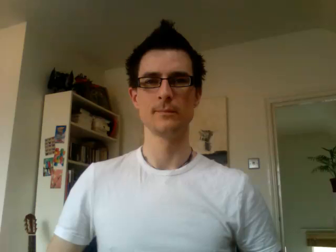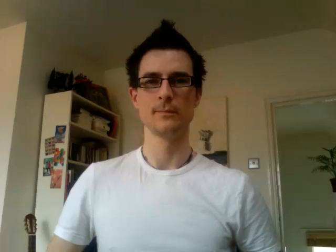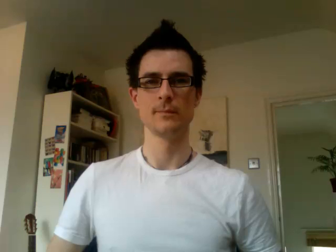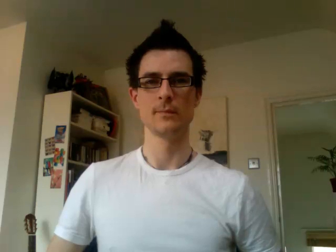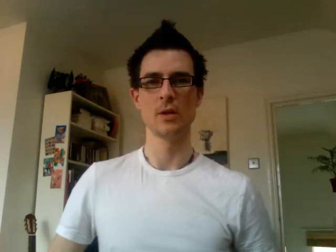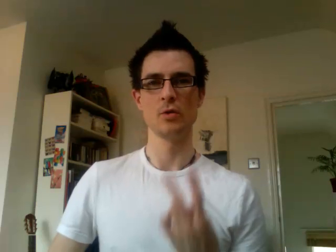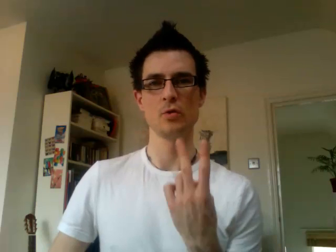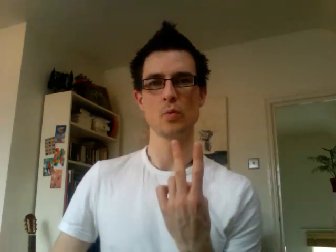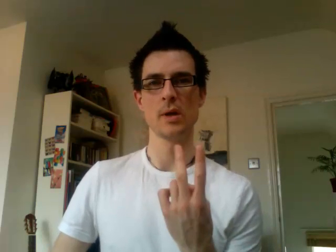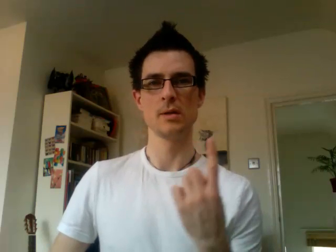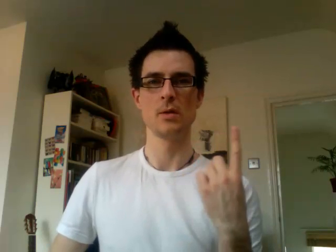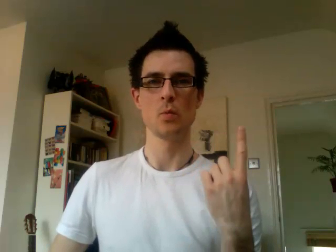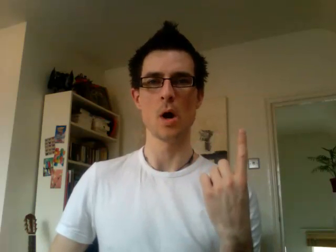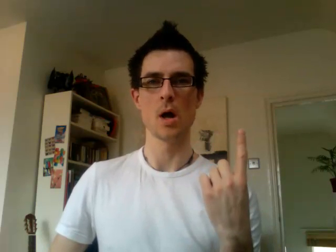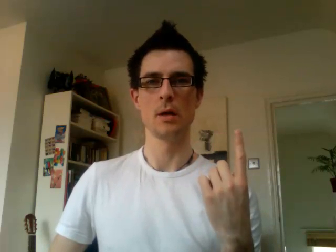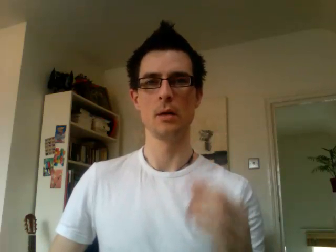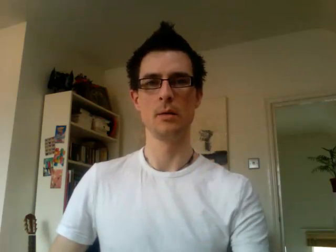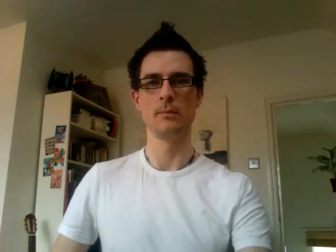21